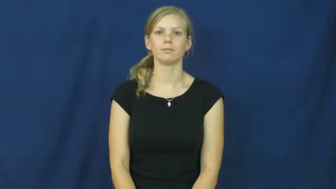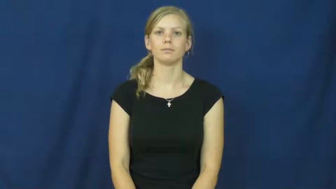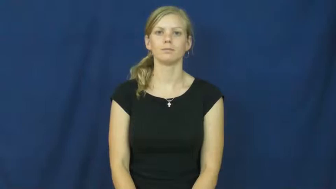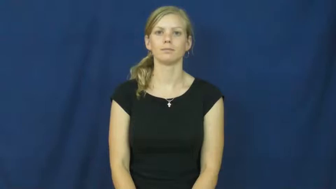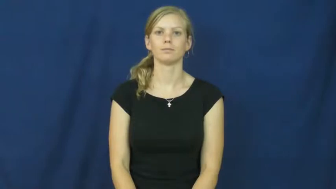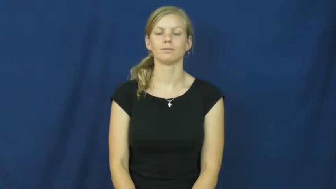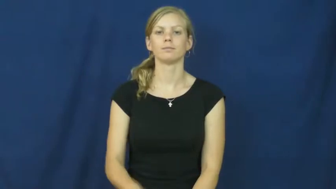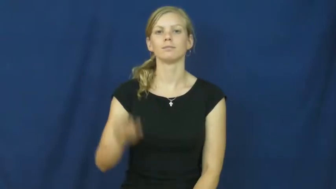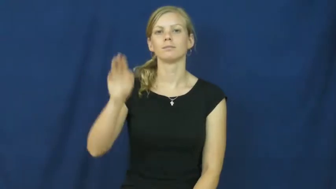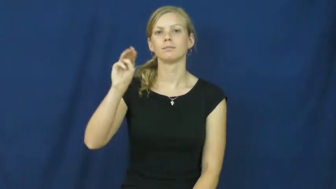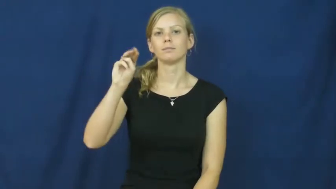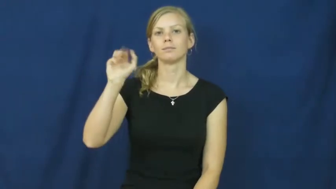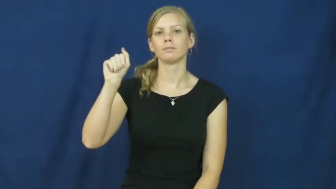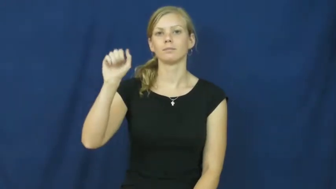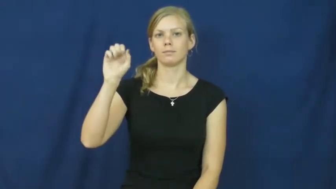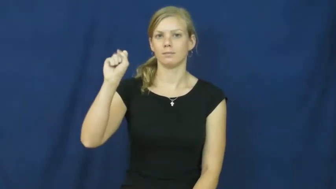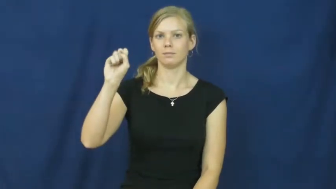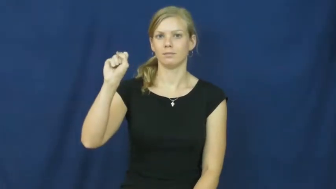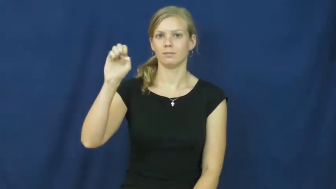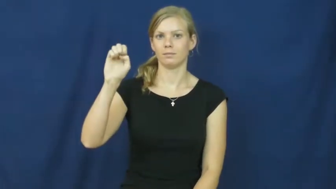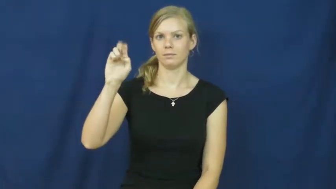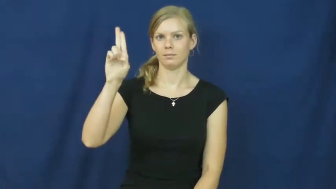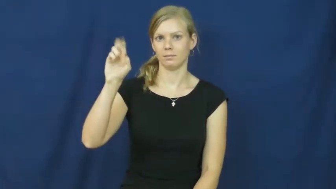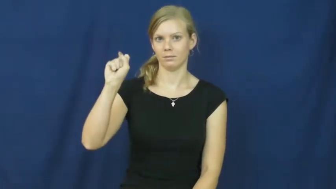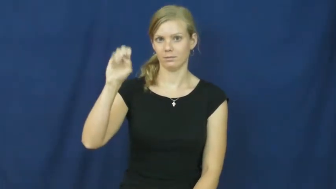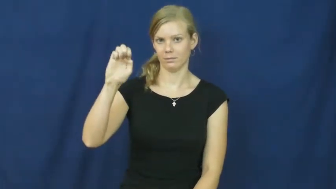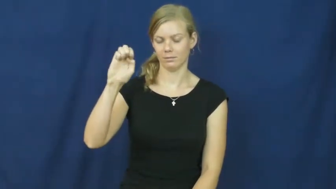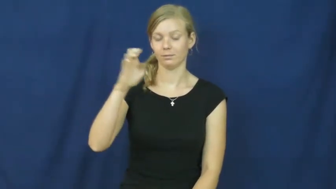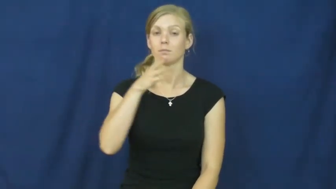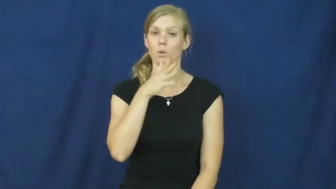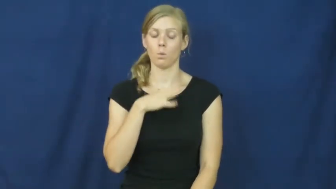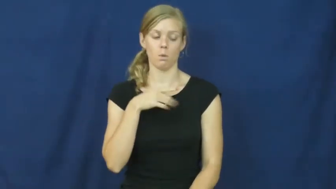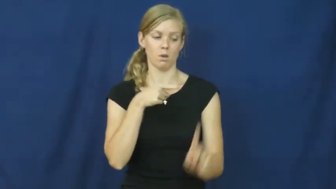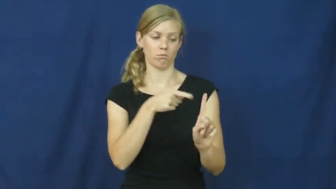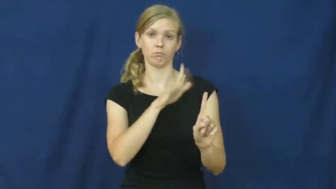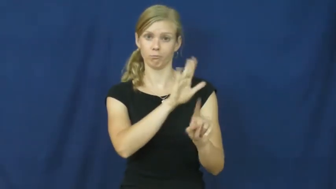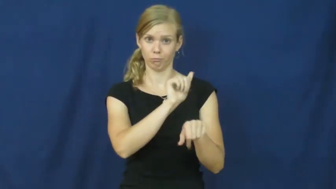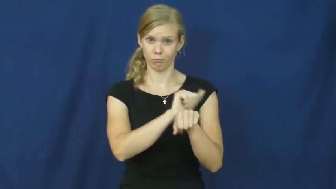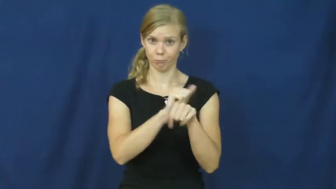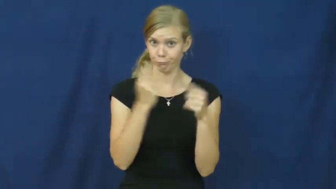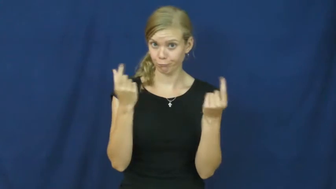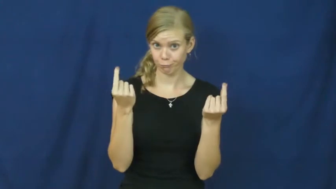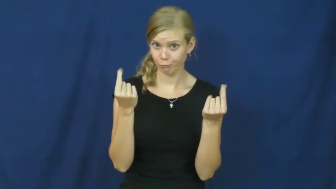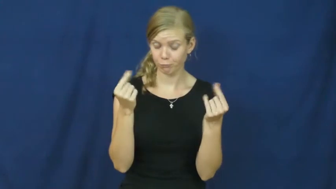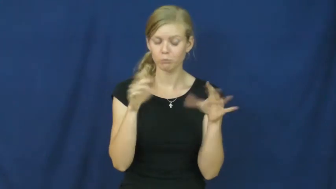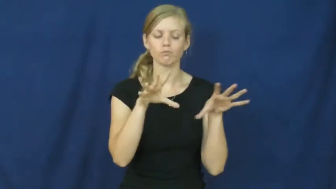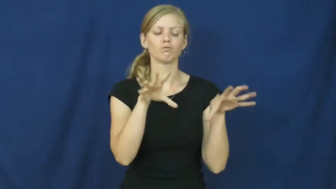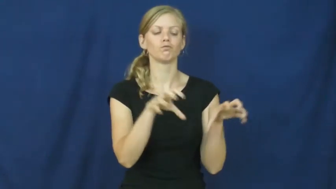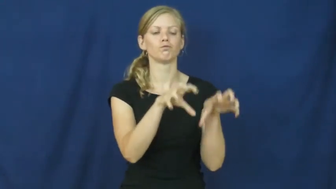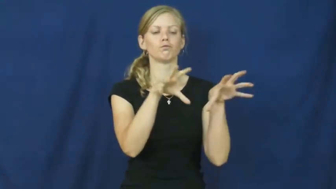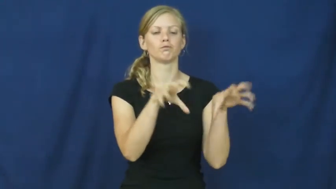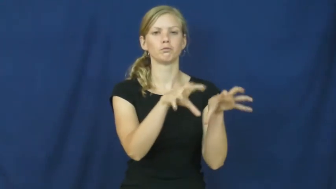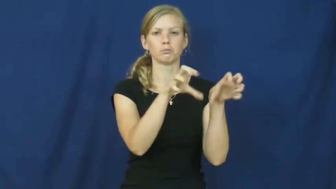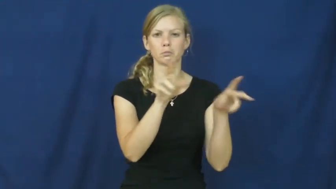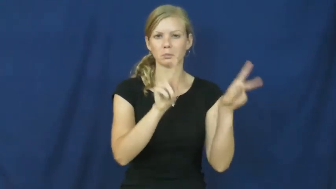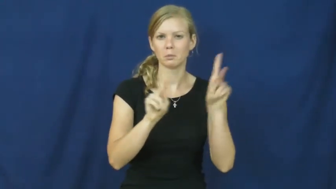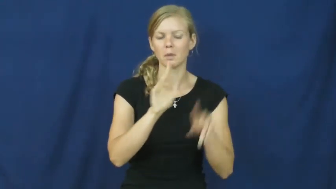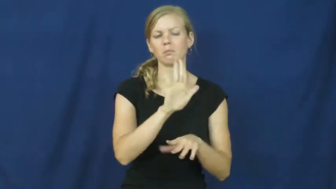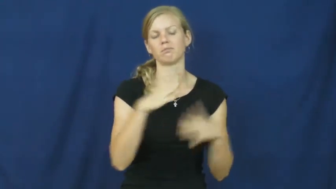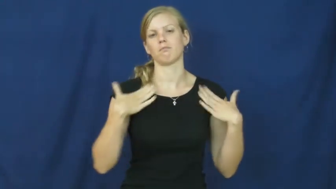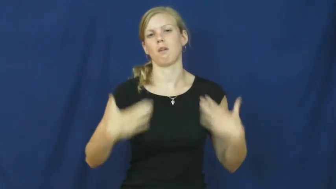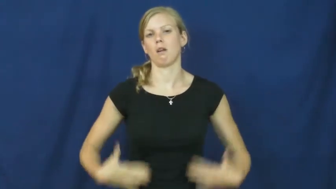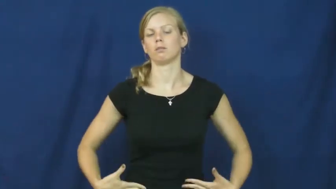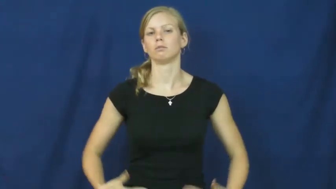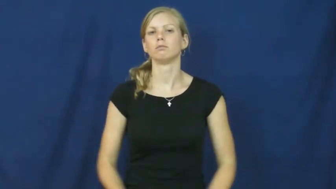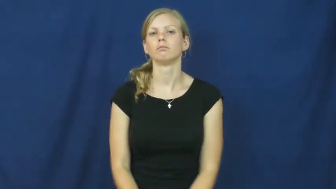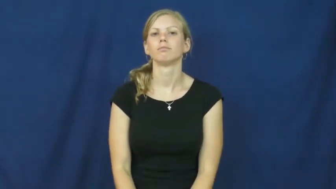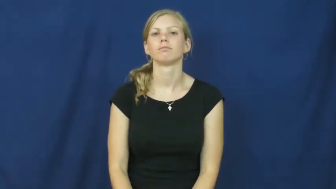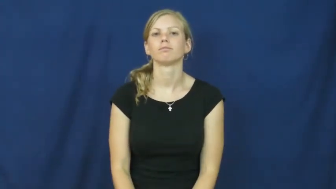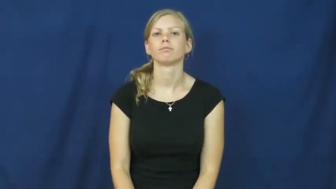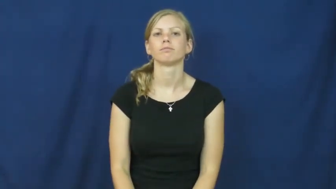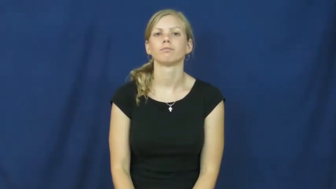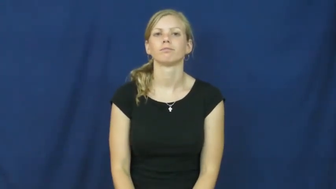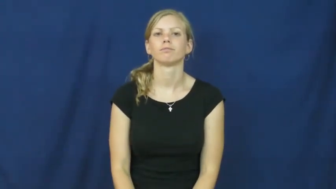masseuse